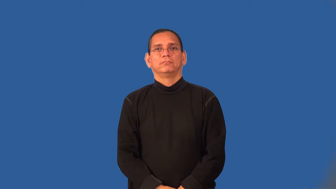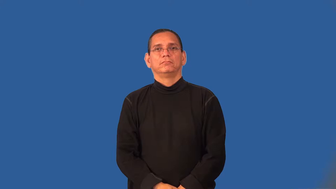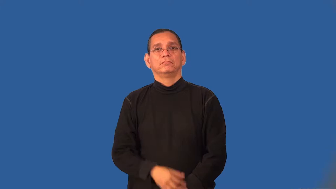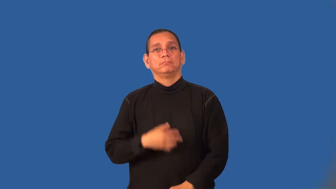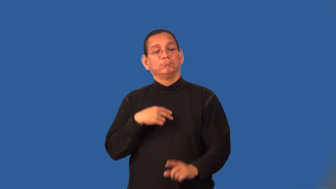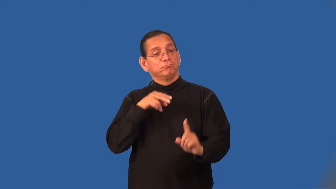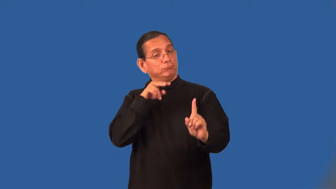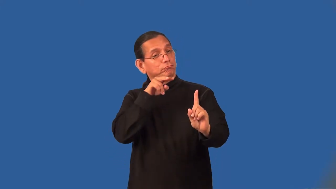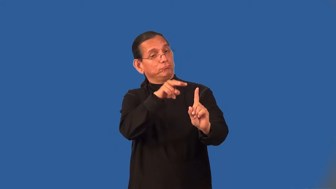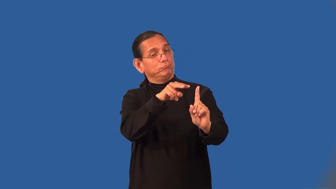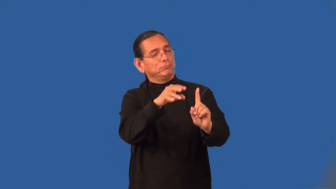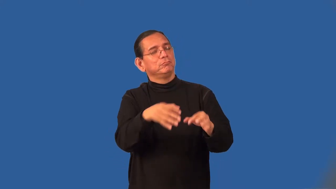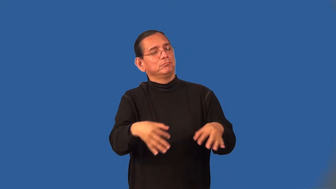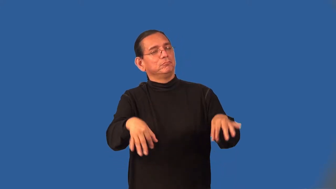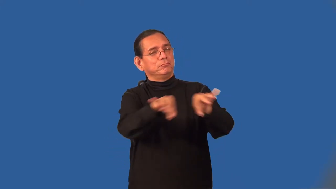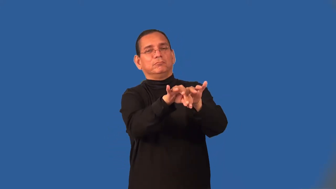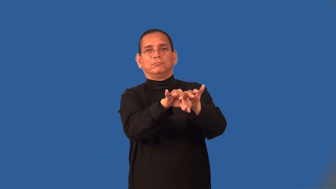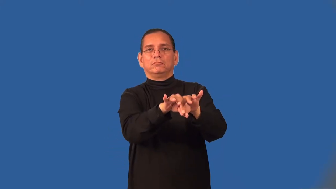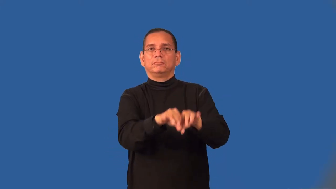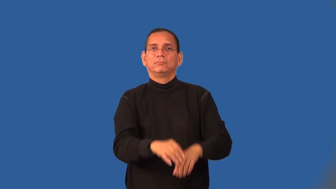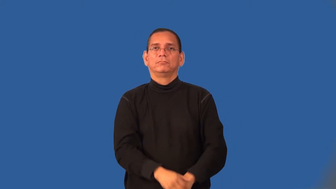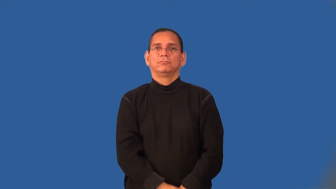value-verb